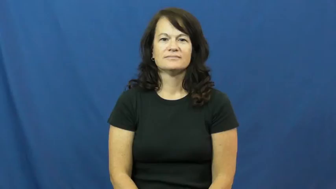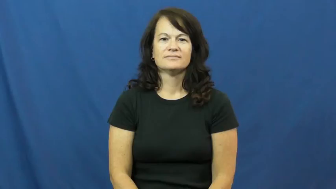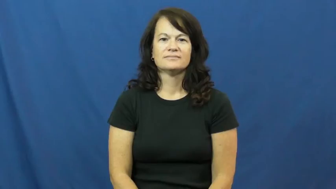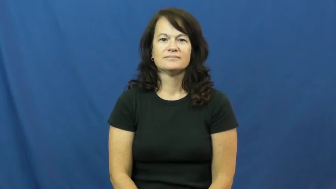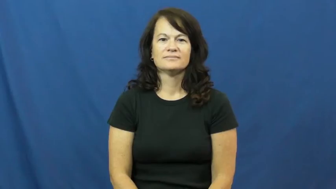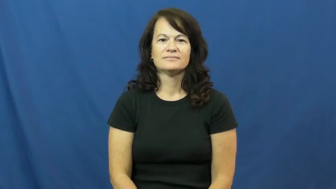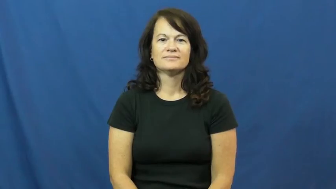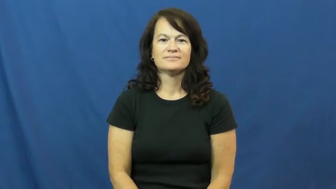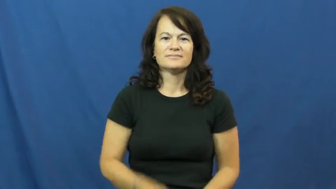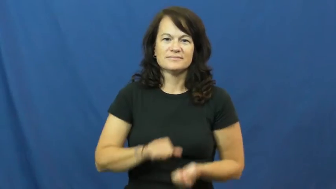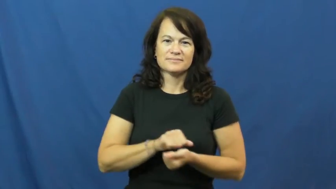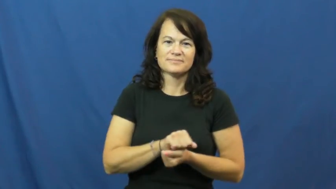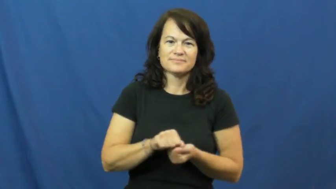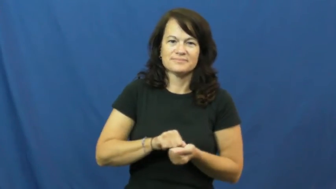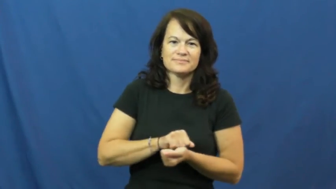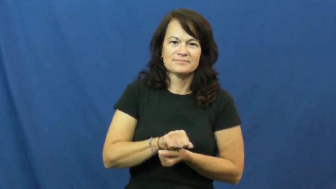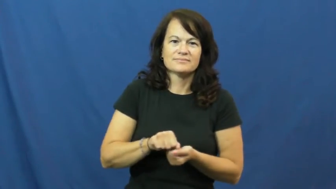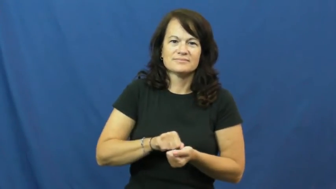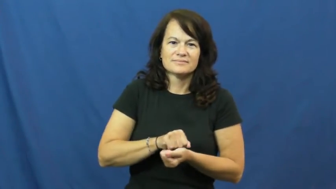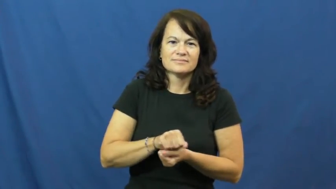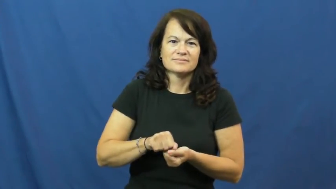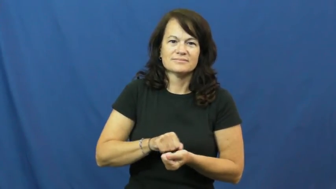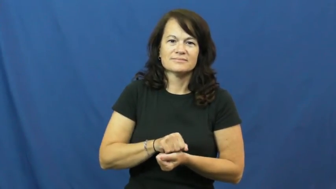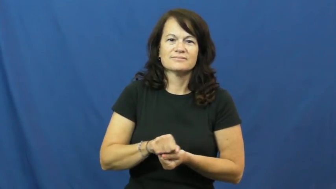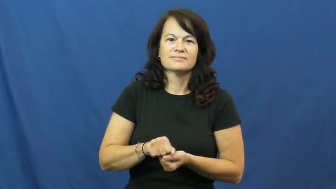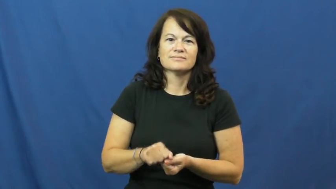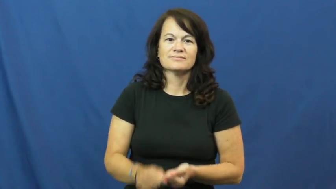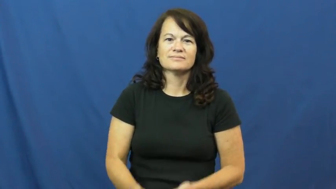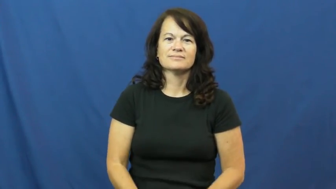digest-food